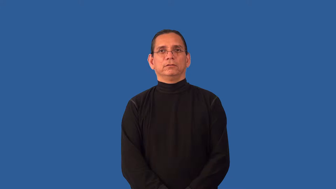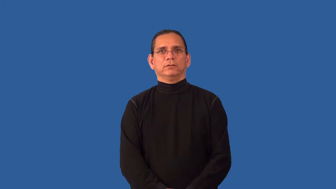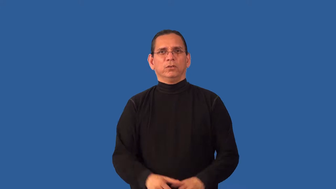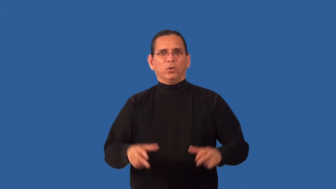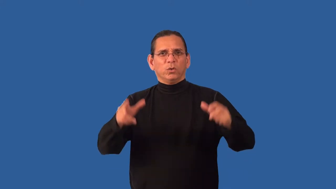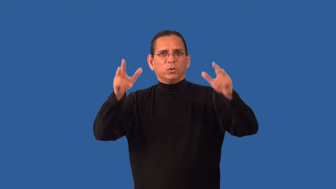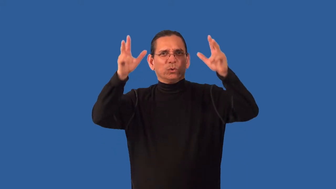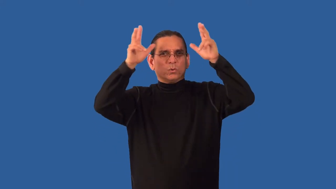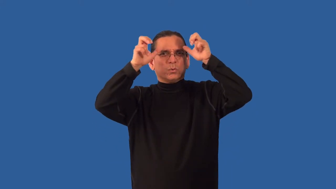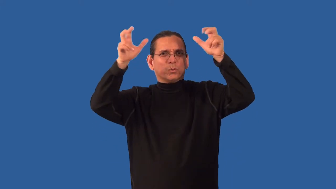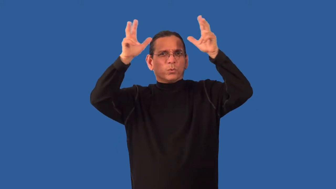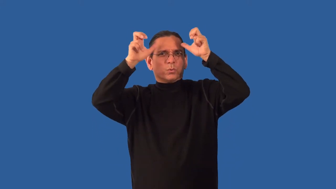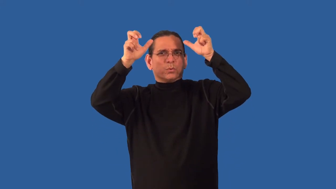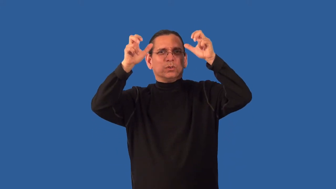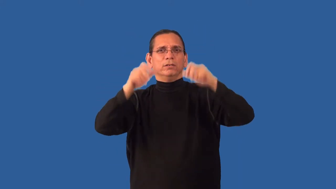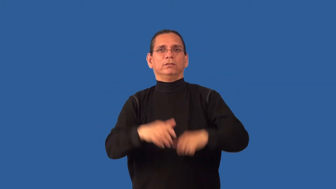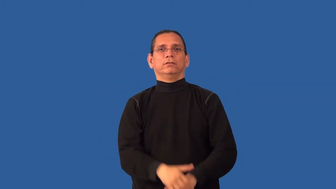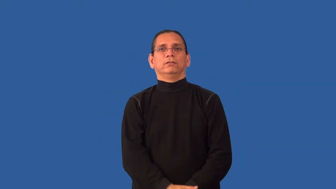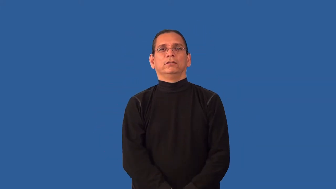unrighteous